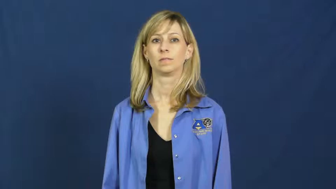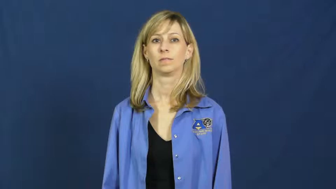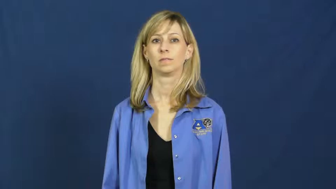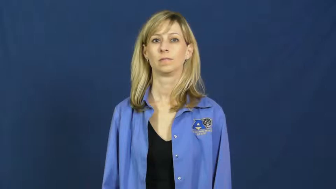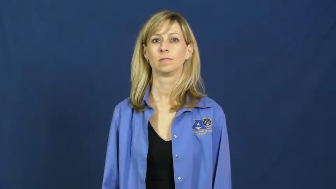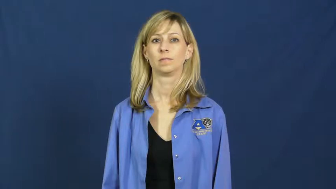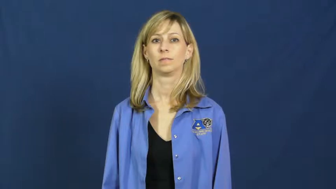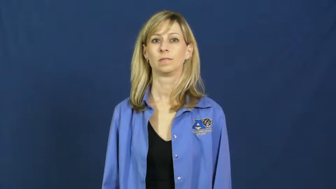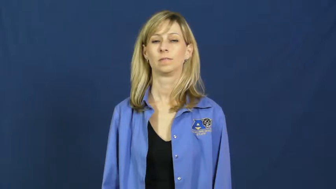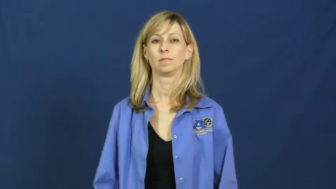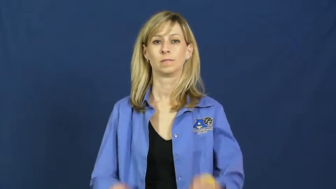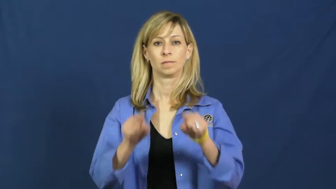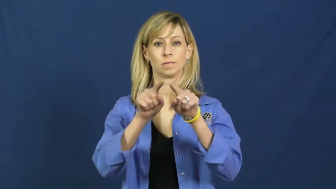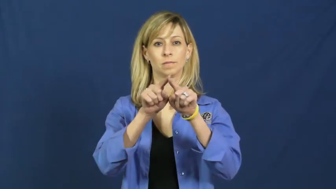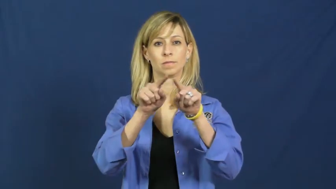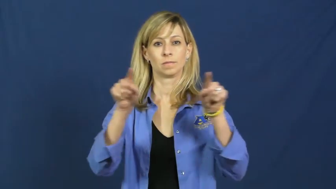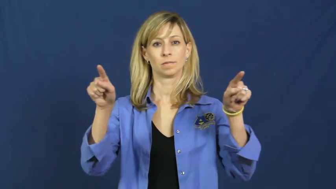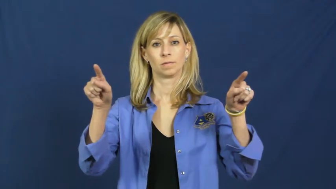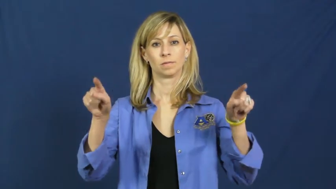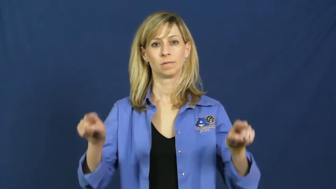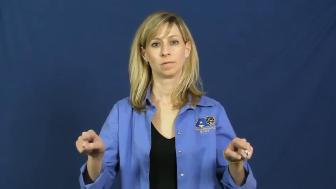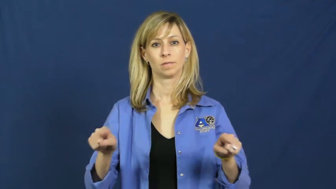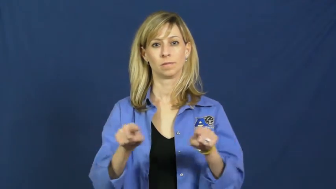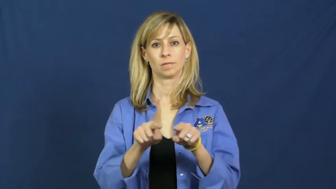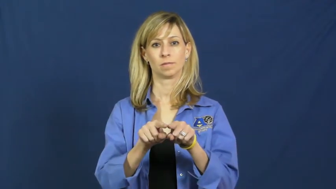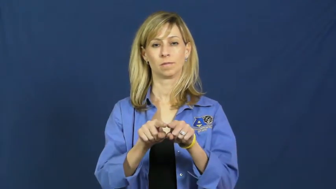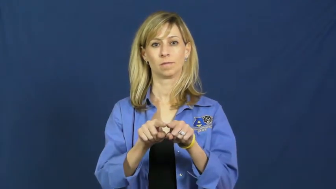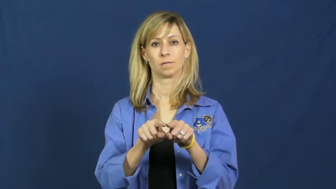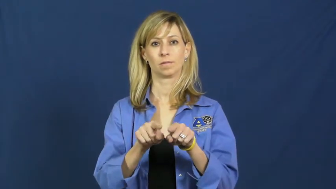rectangle